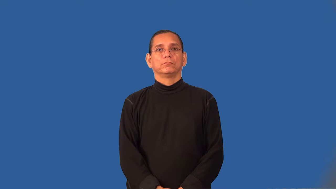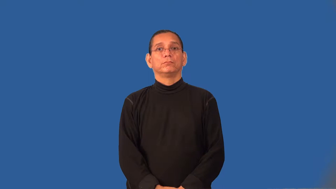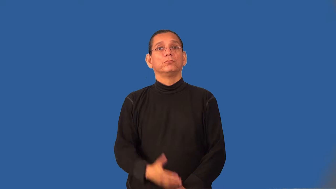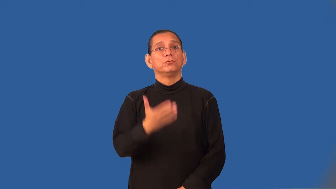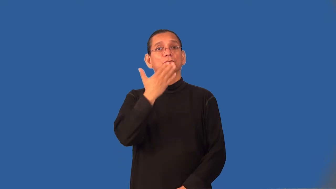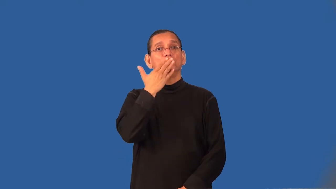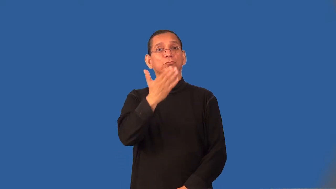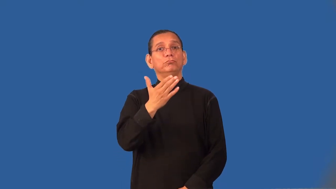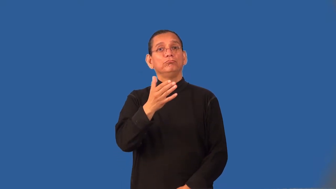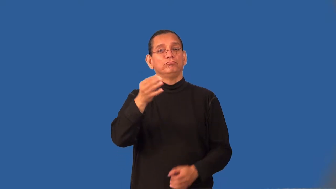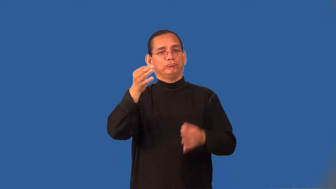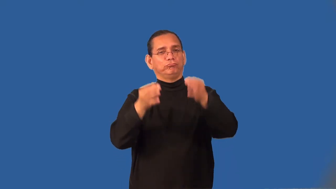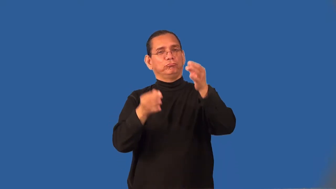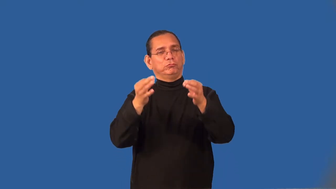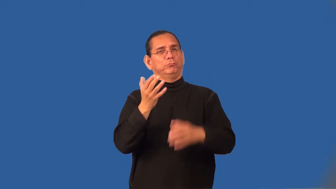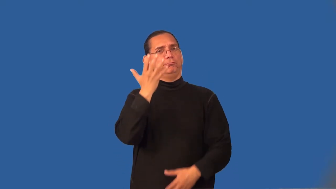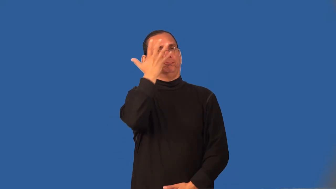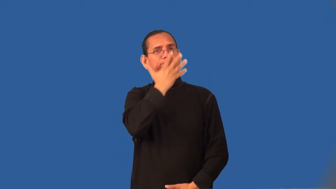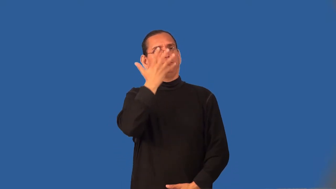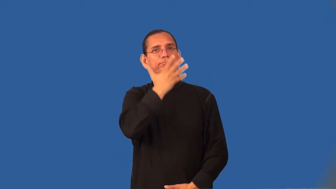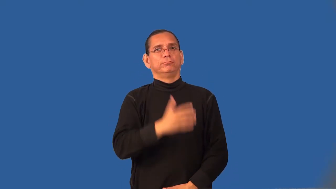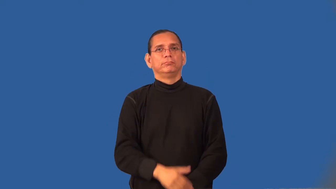tasteful